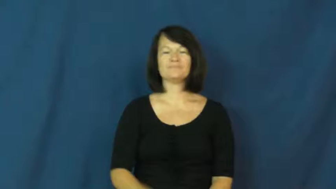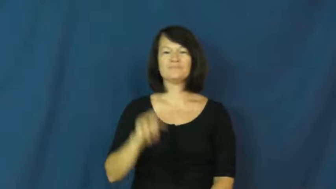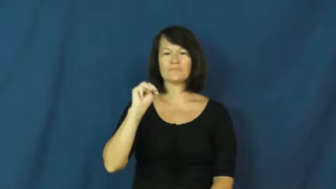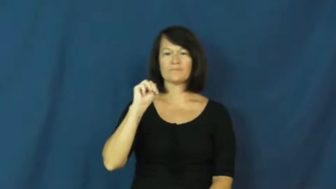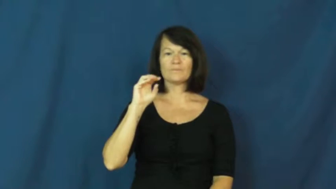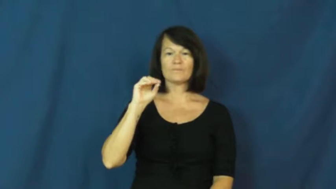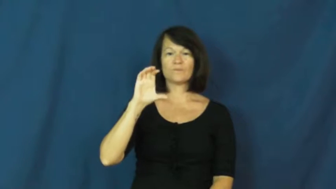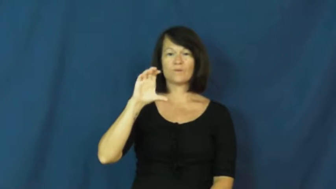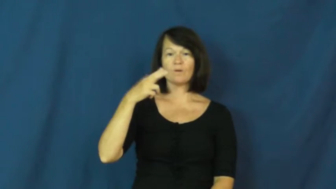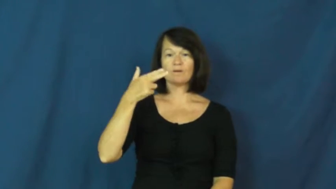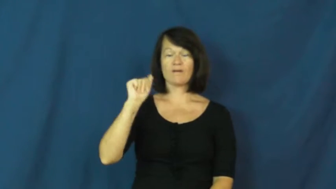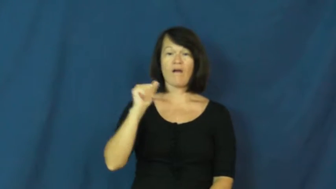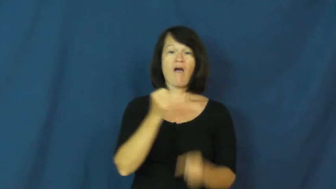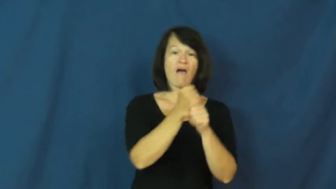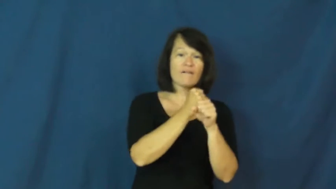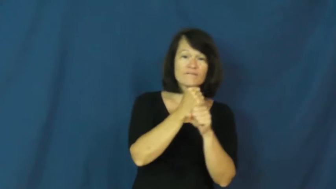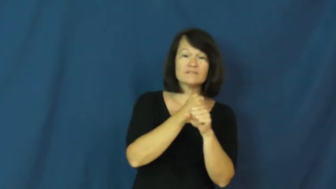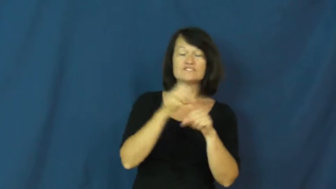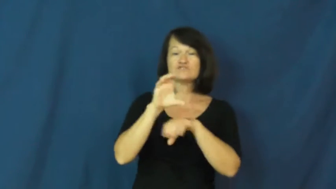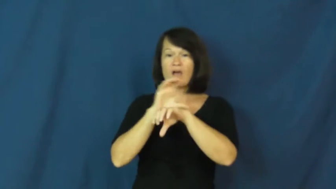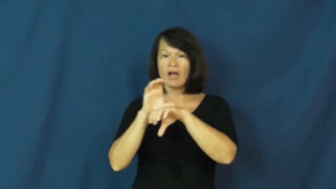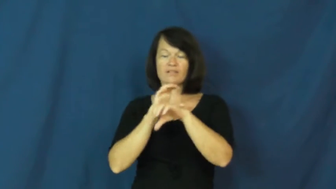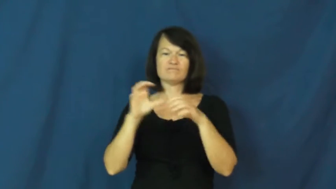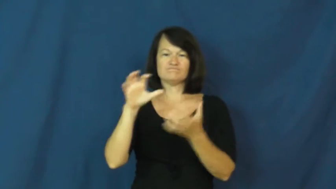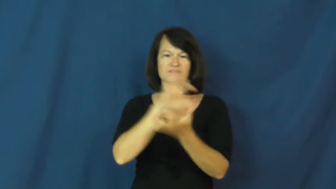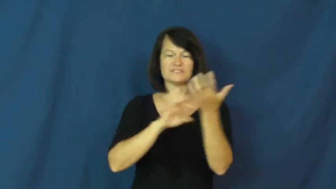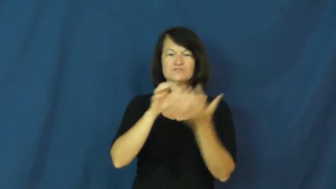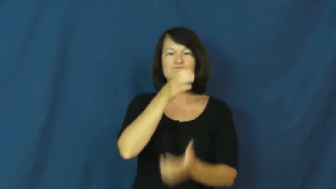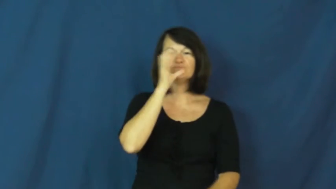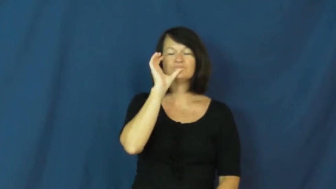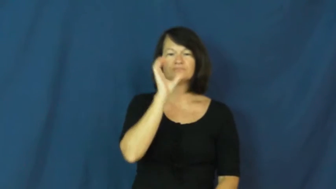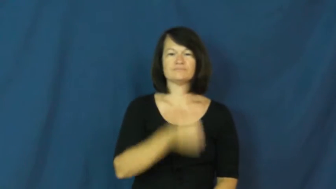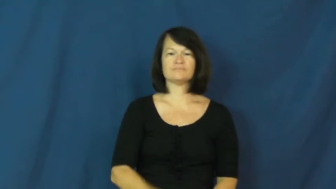mocha